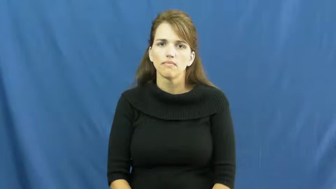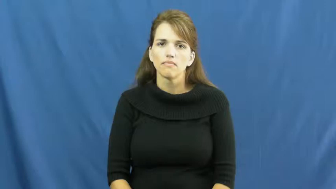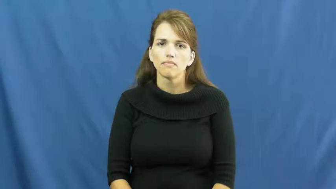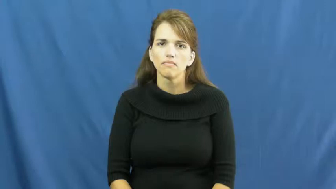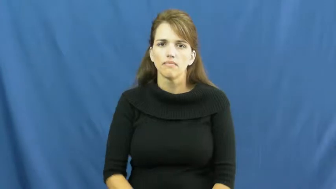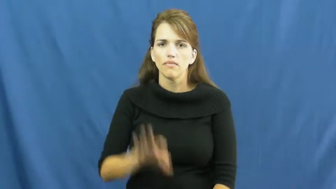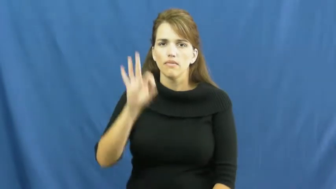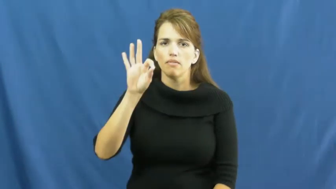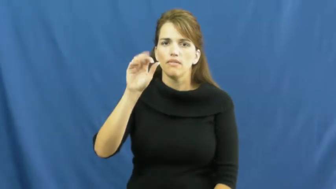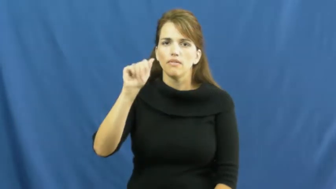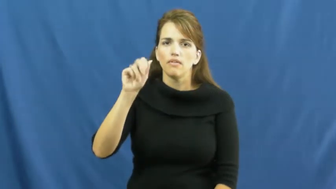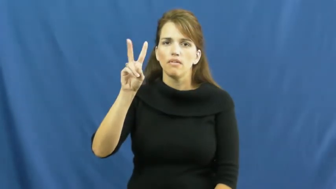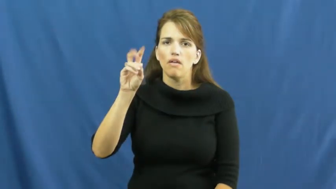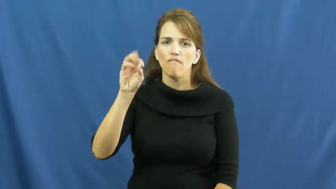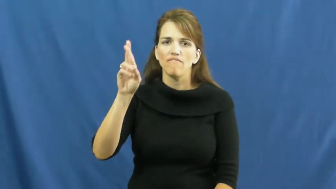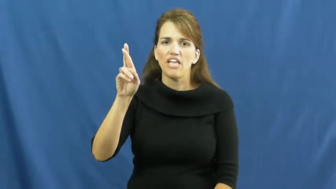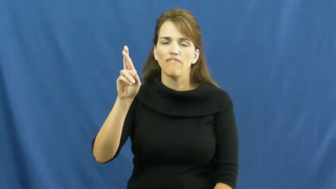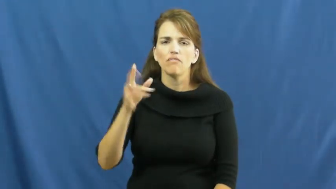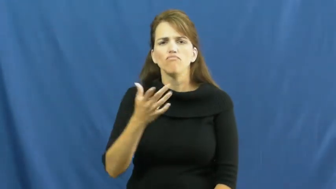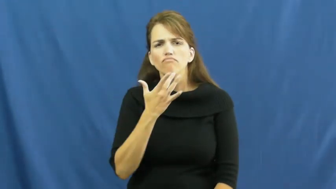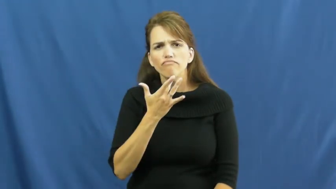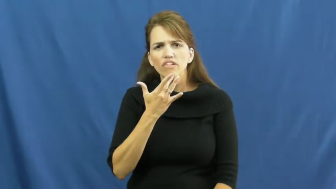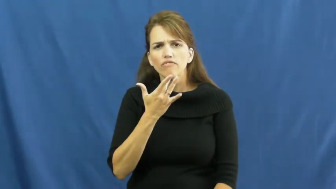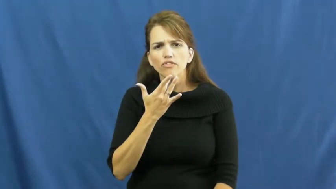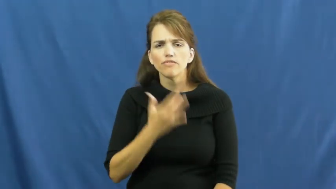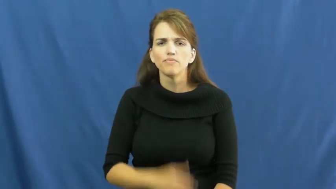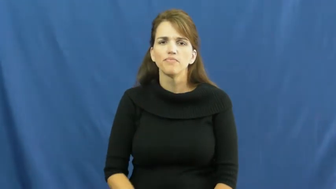favor-kind act